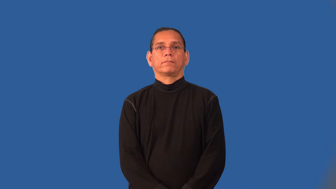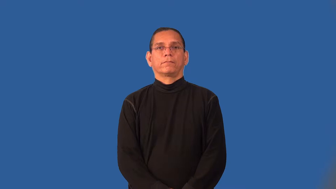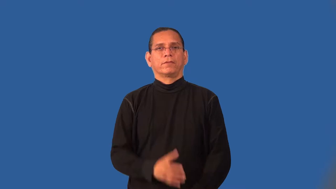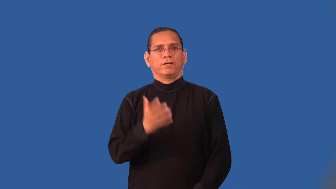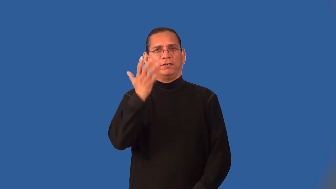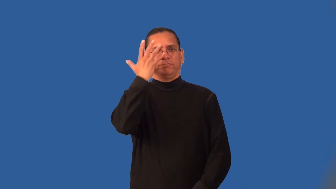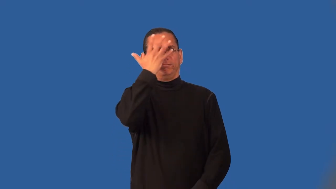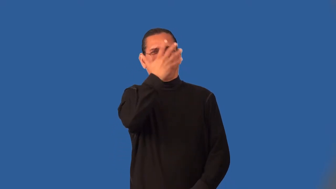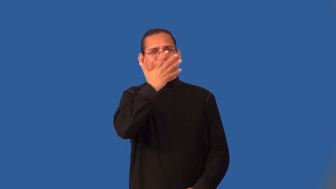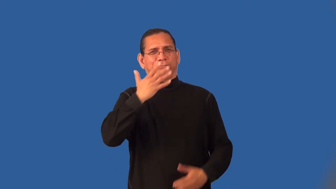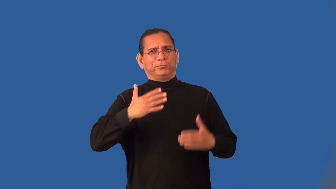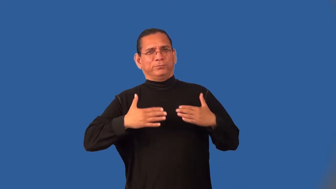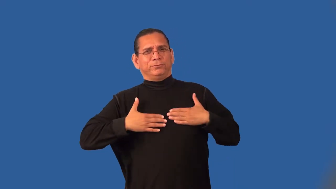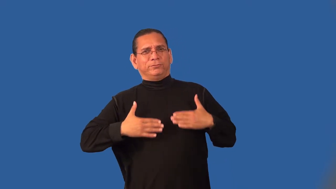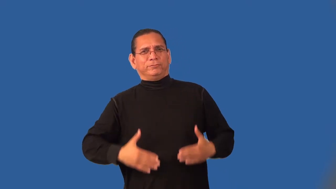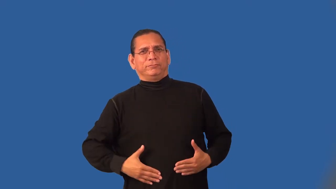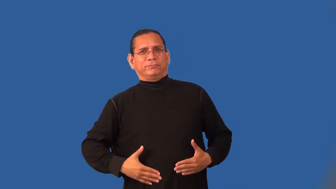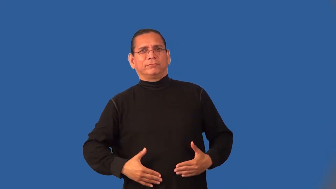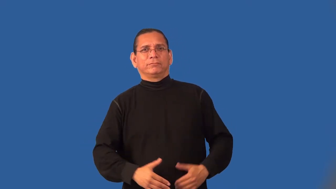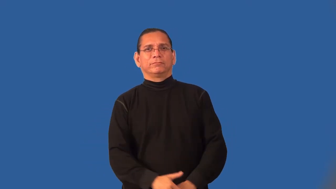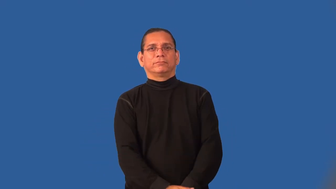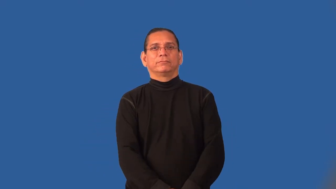incarnate